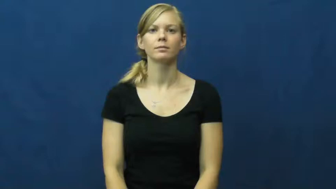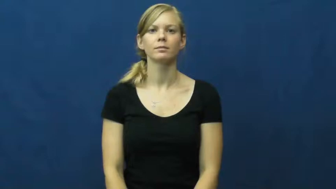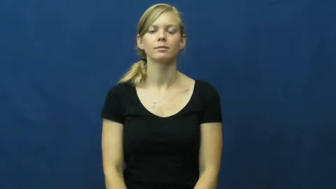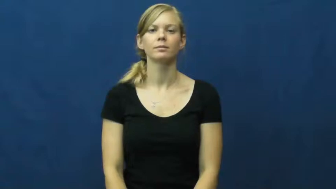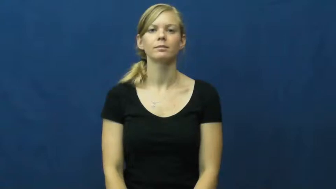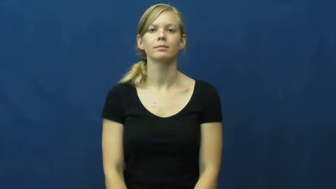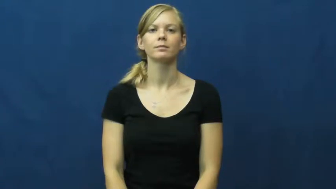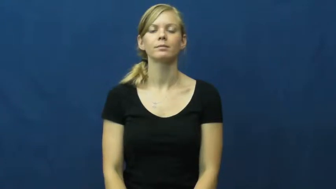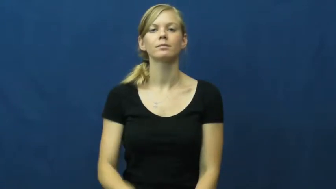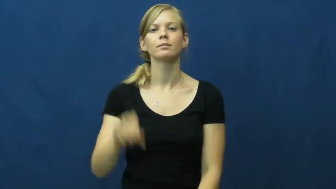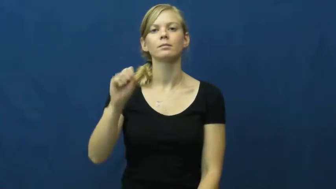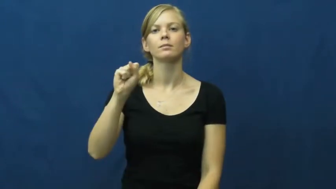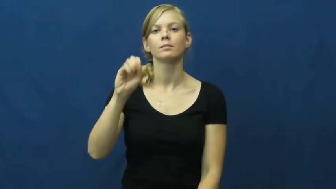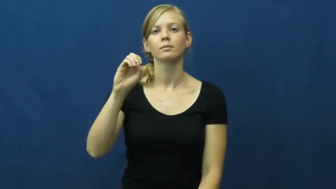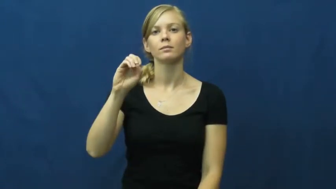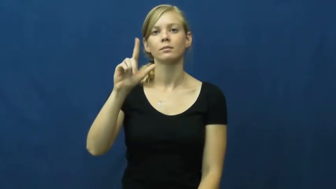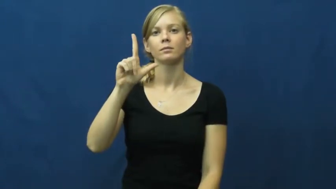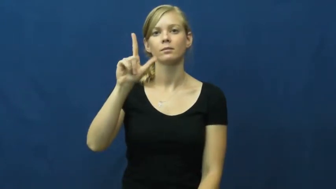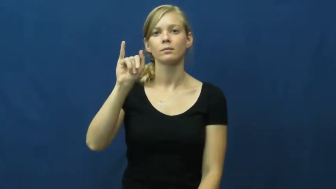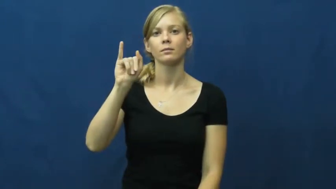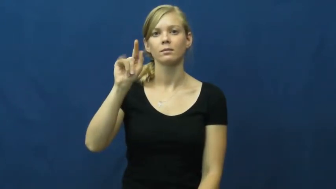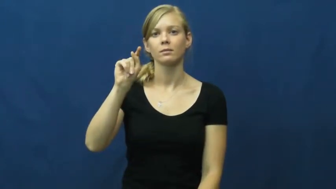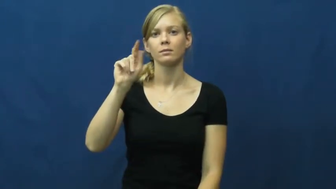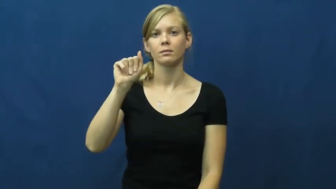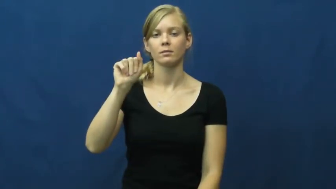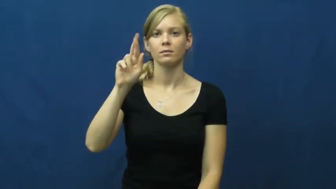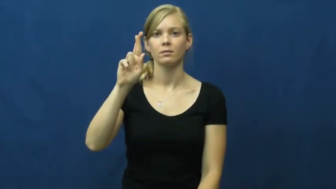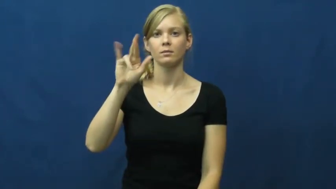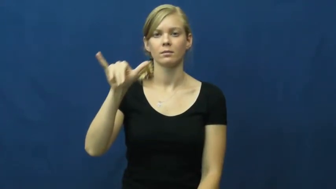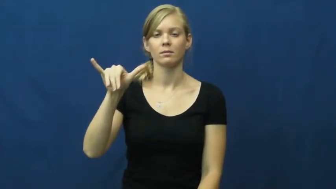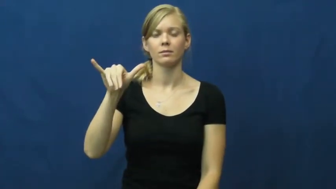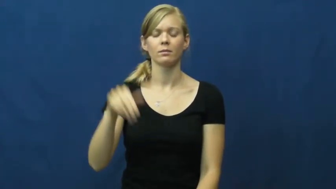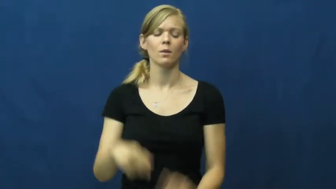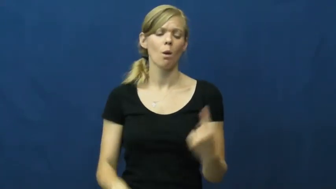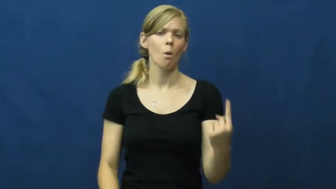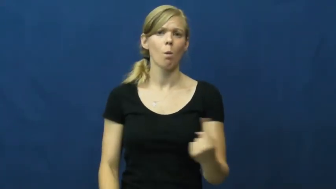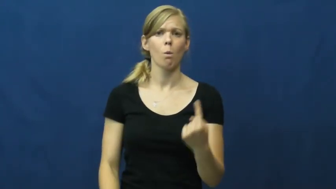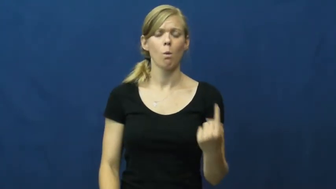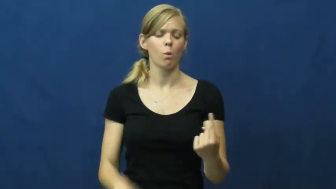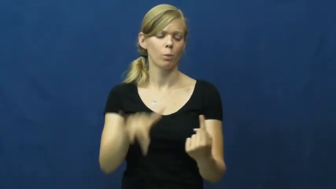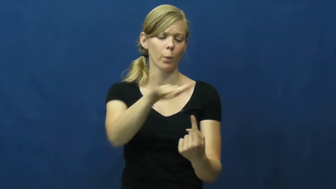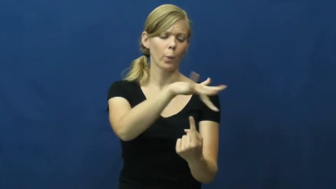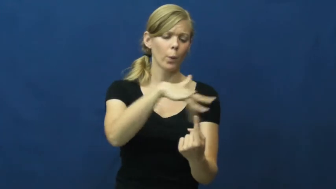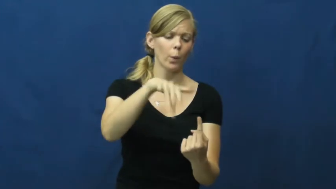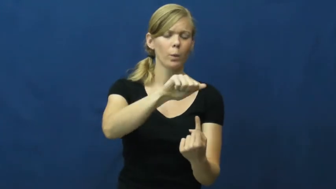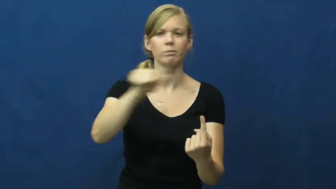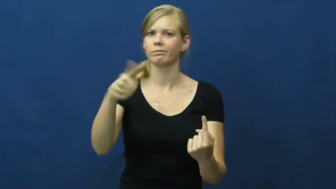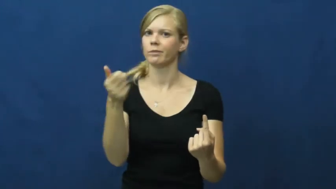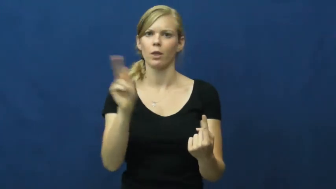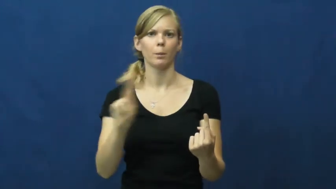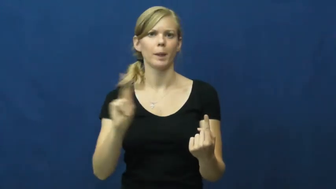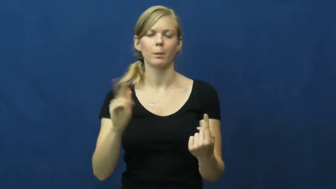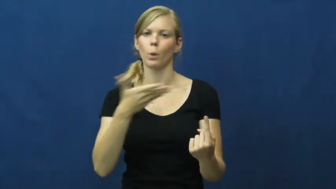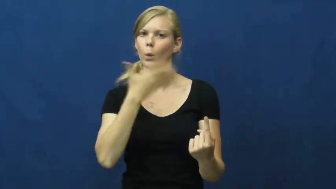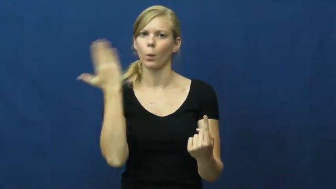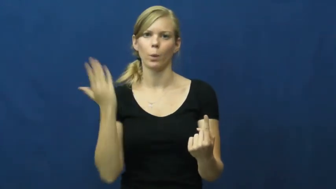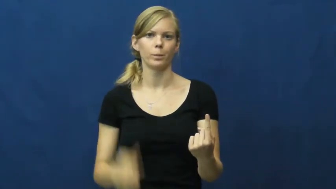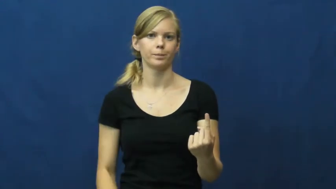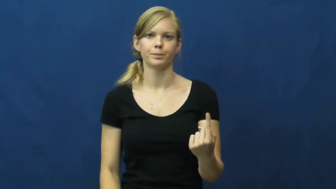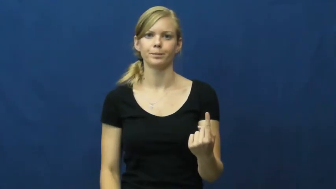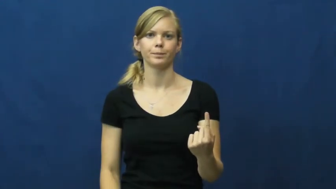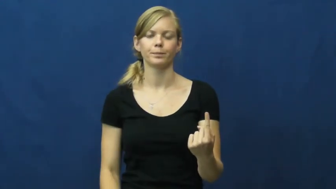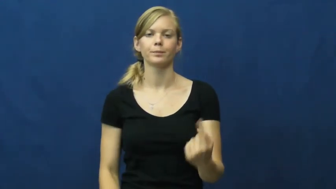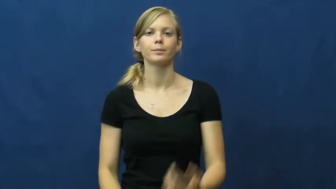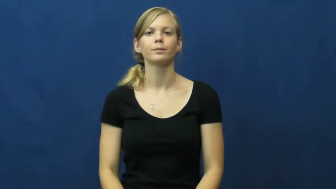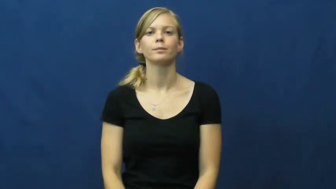solitary